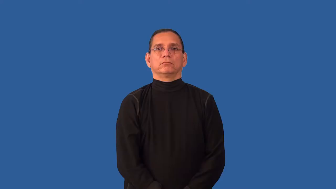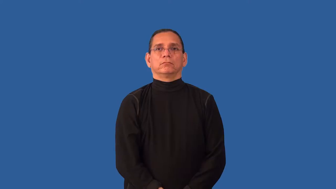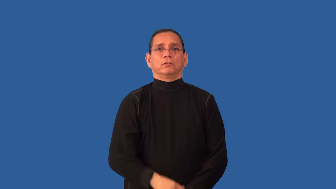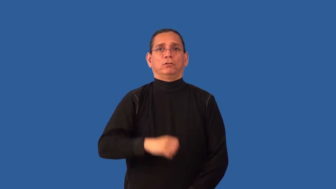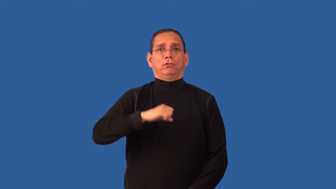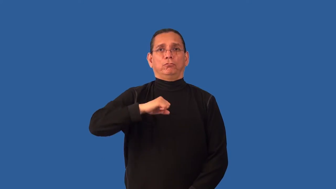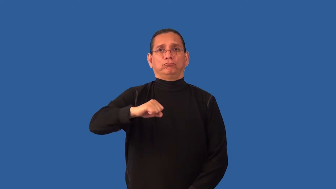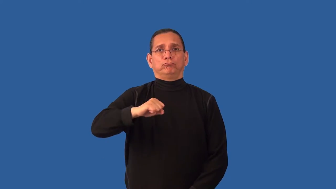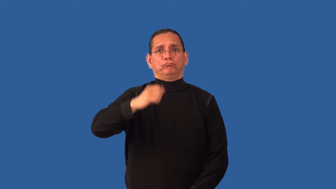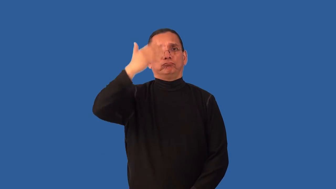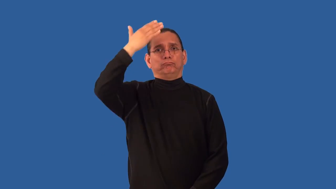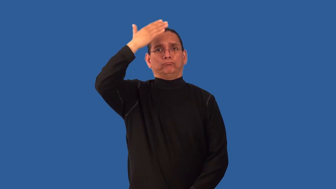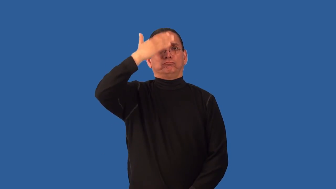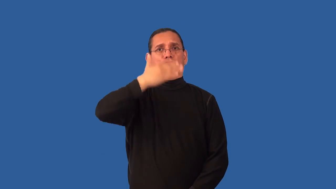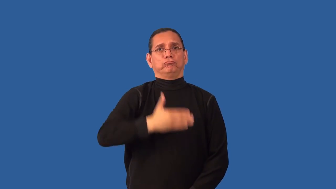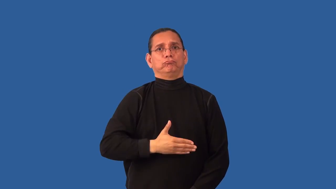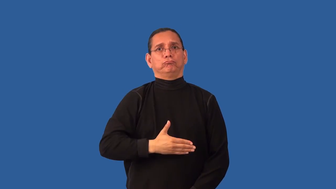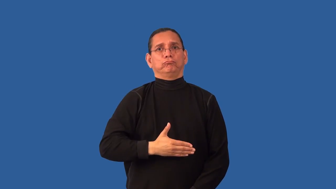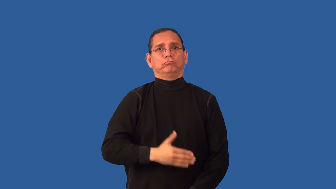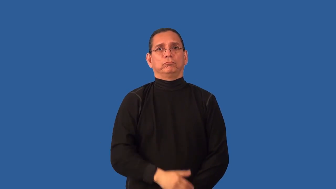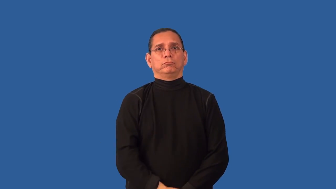impenetrable-person